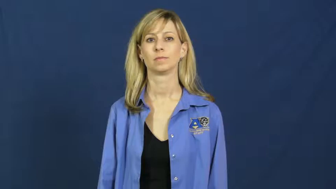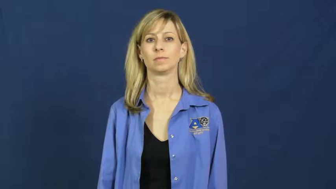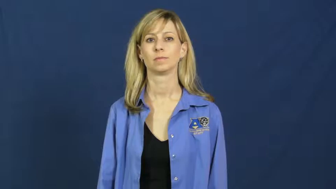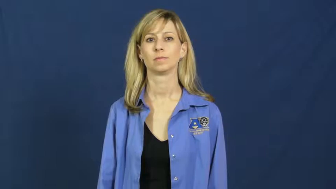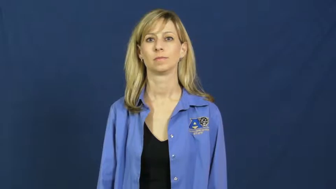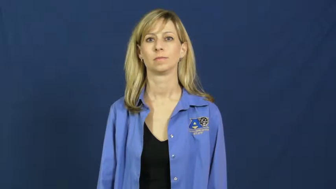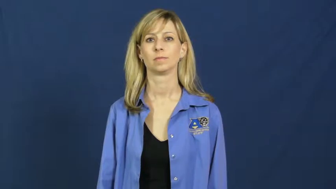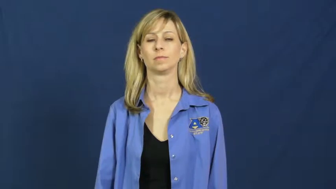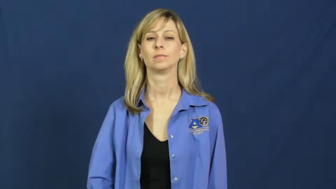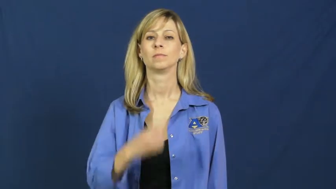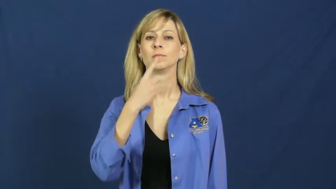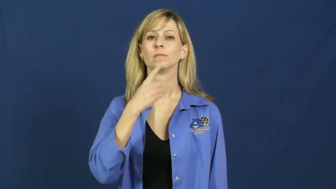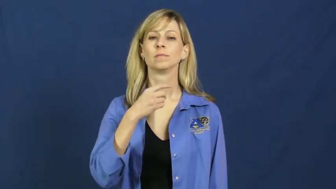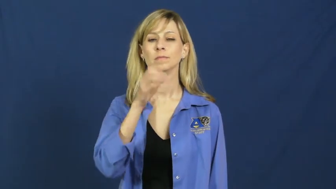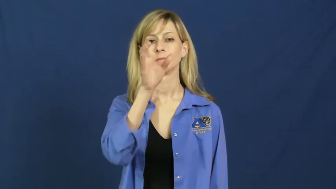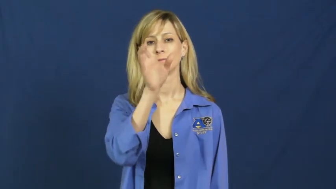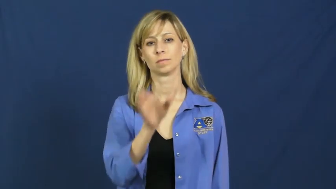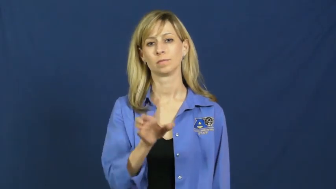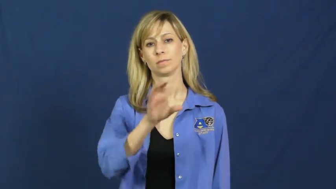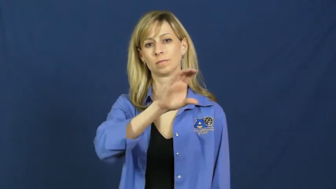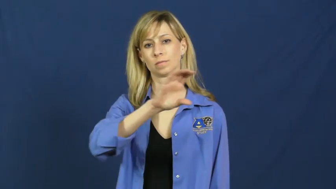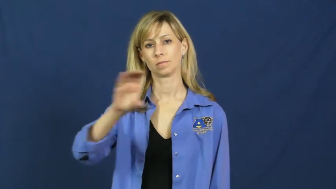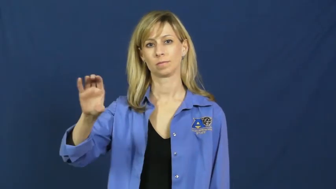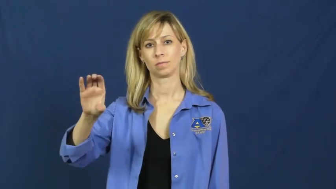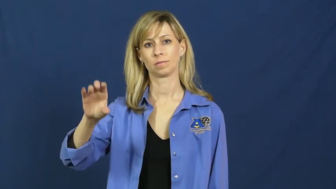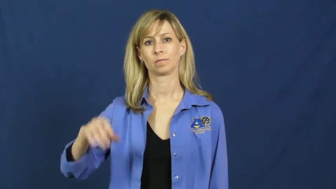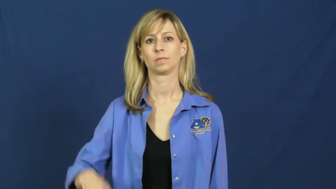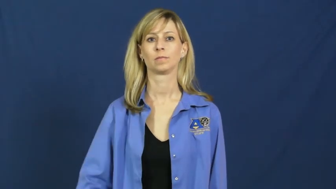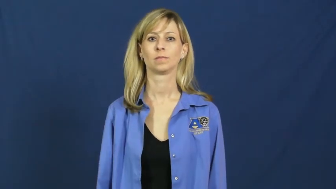red cross